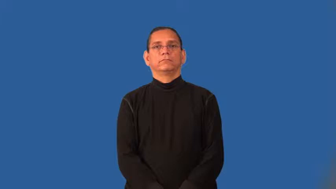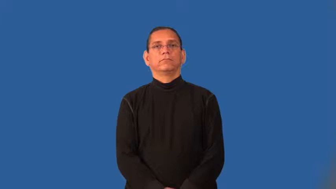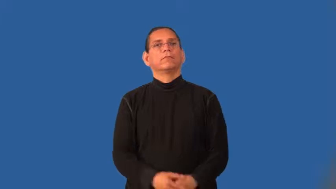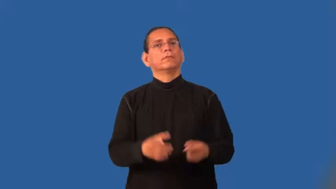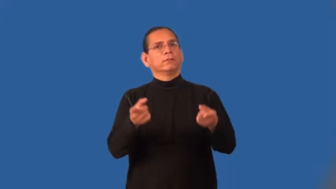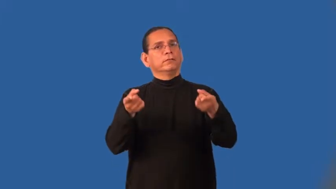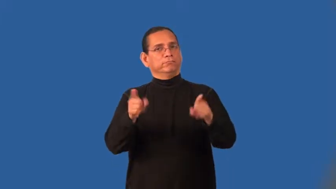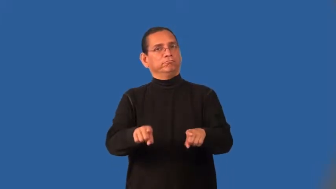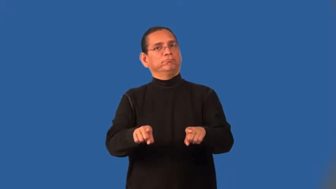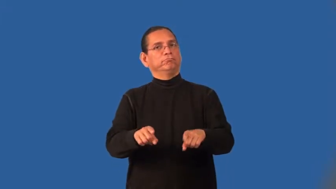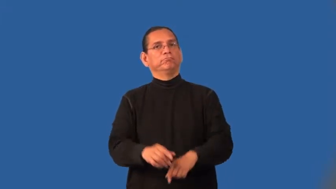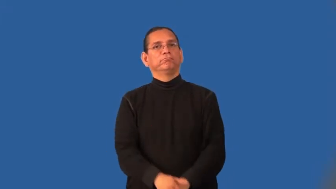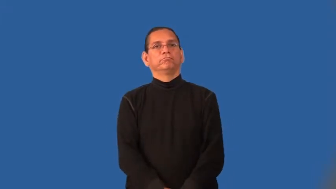incident